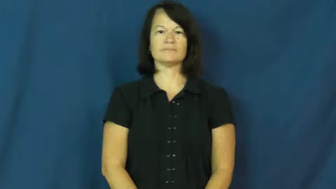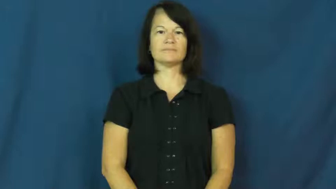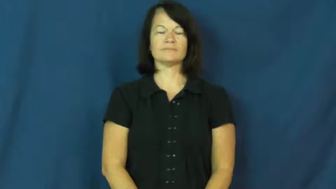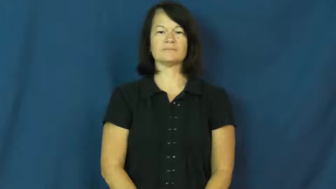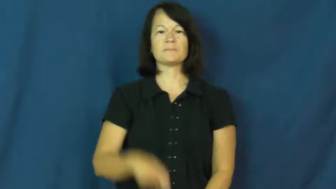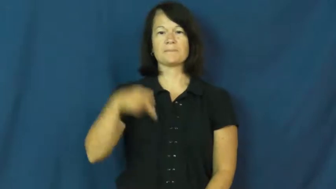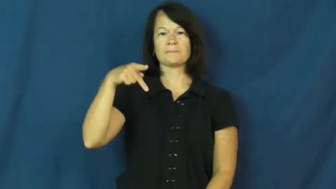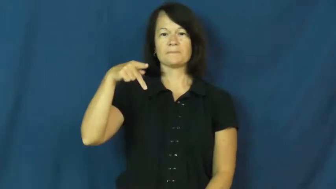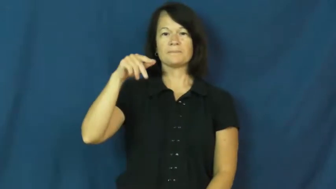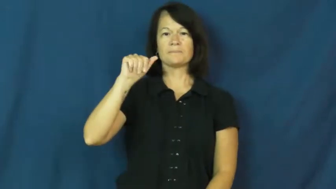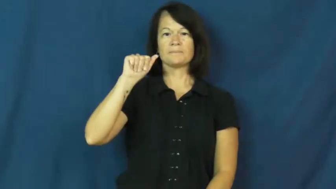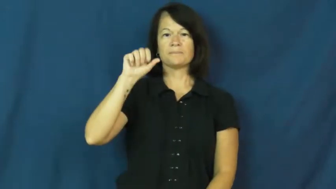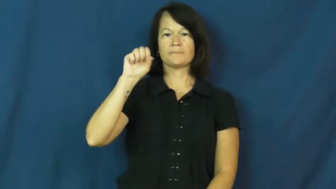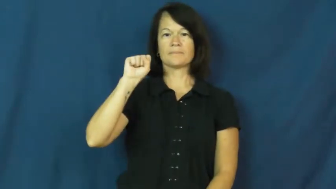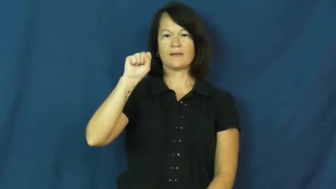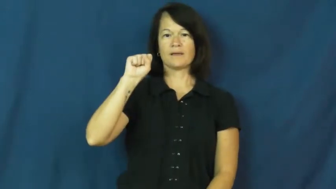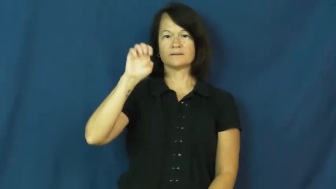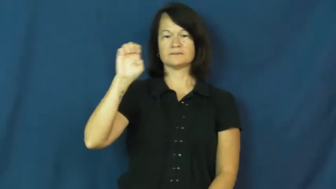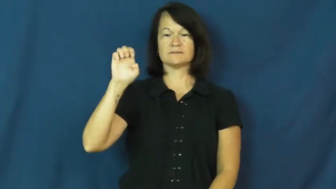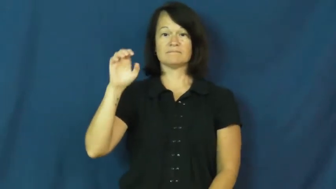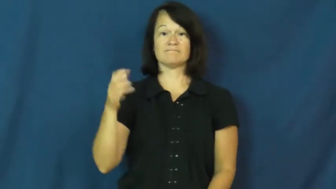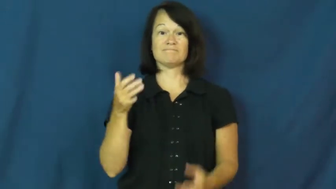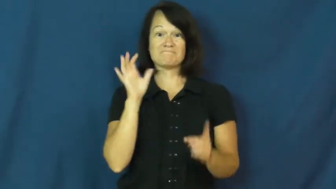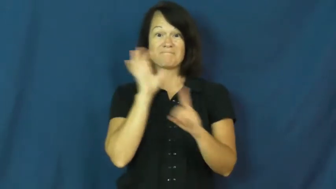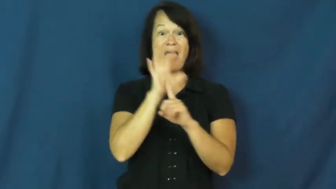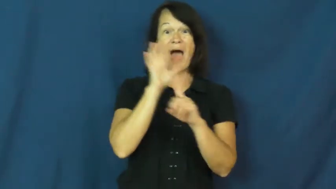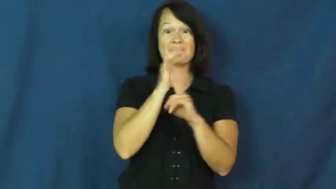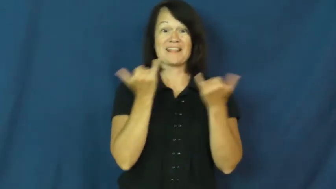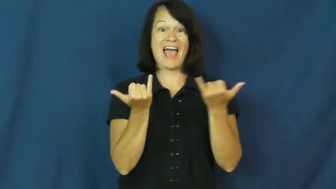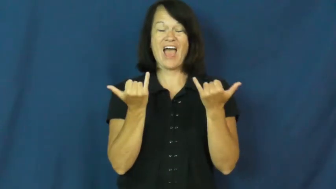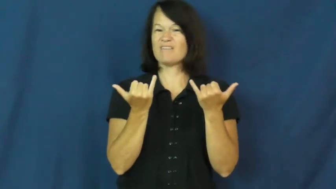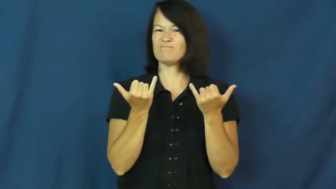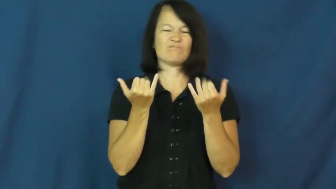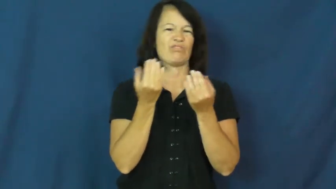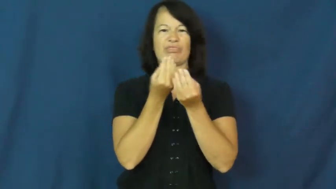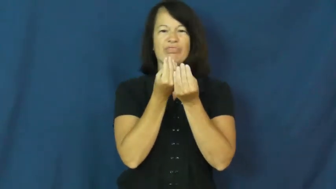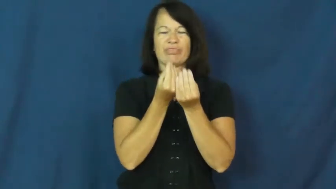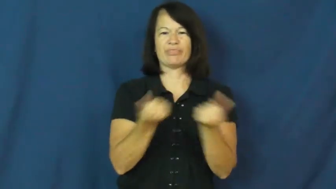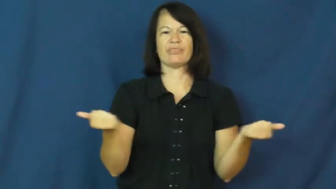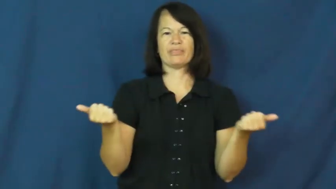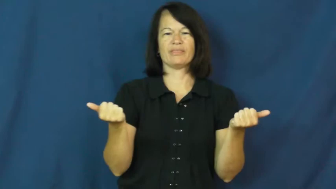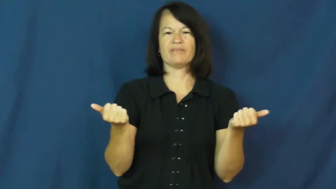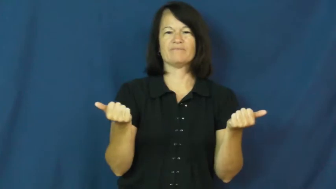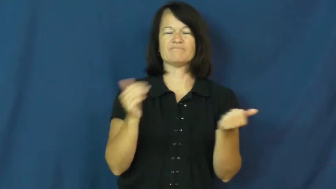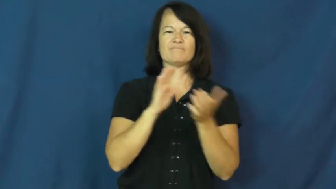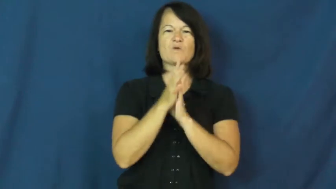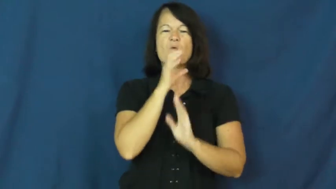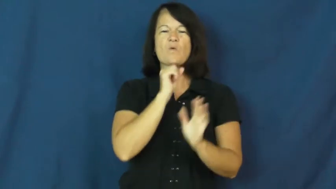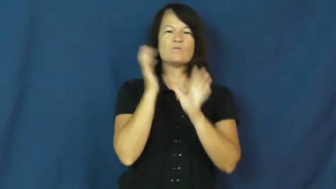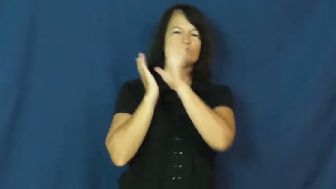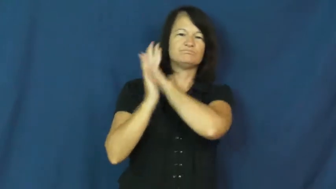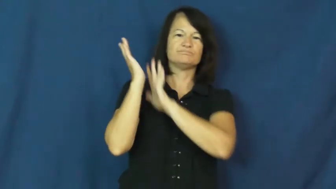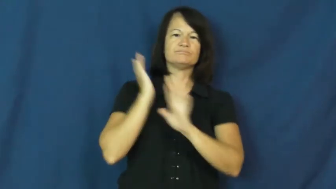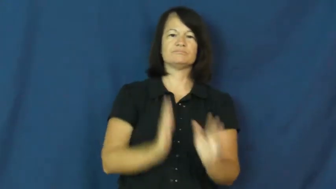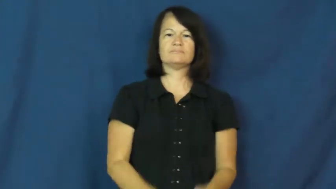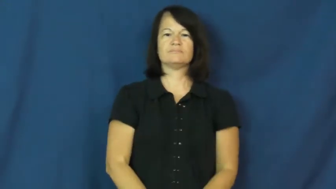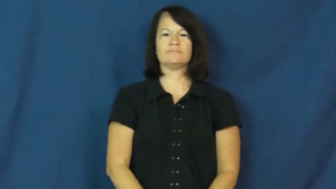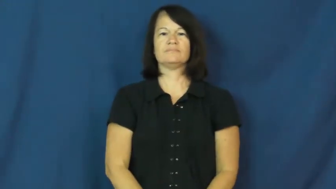passe